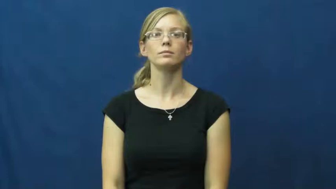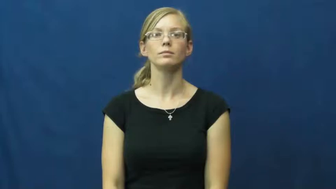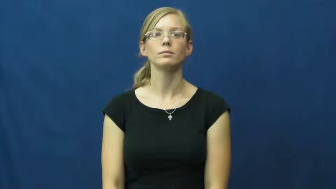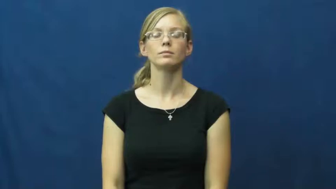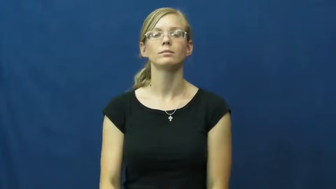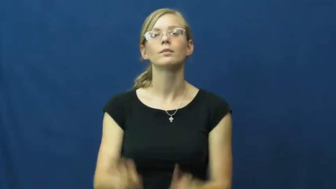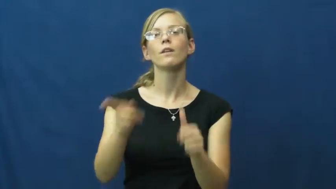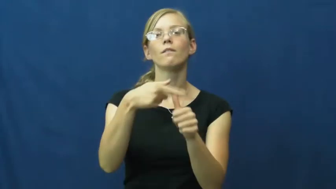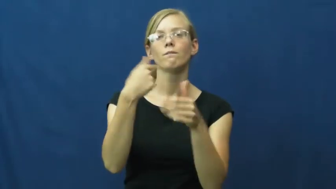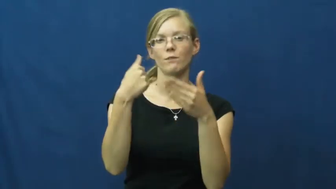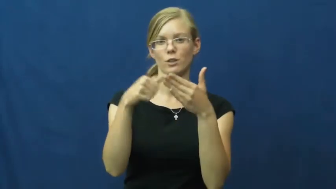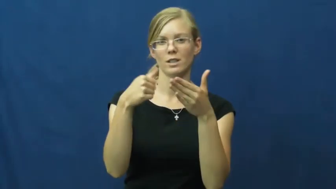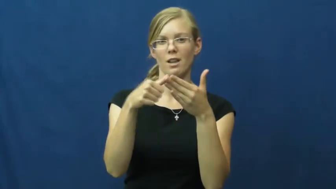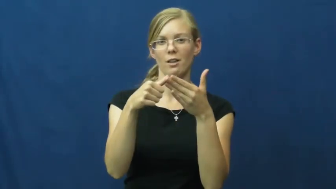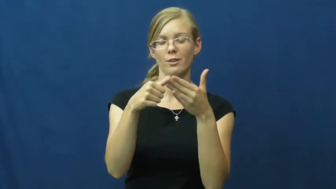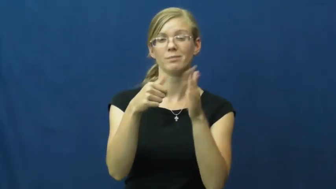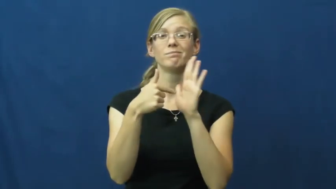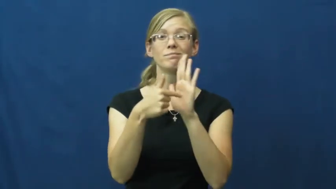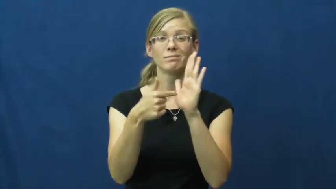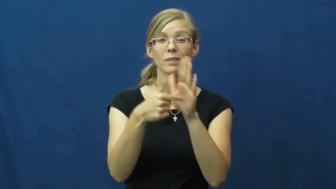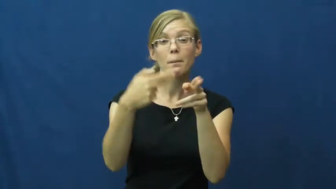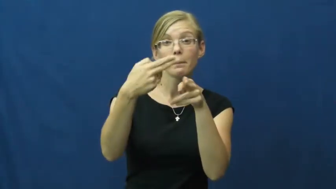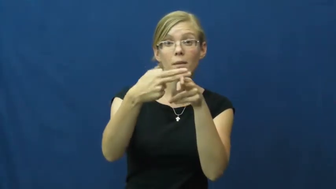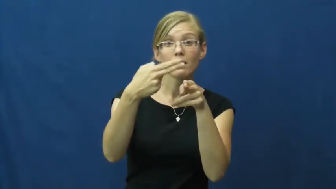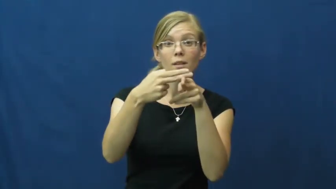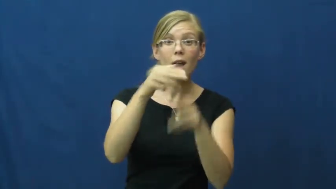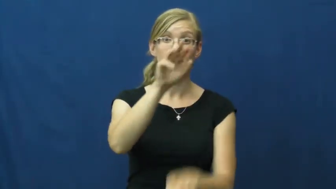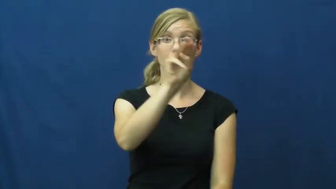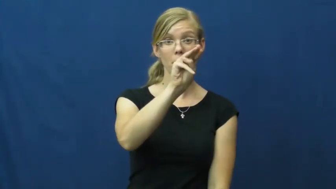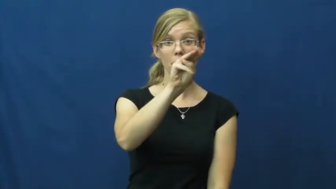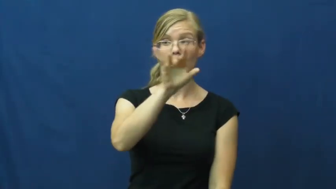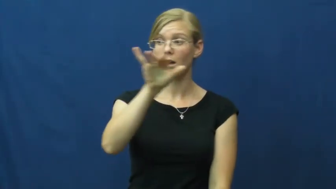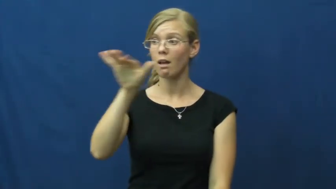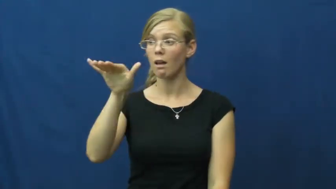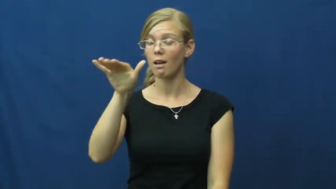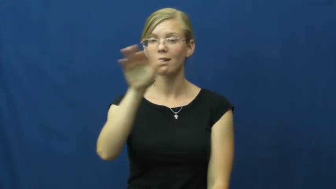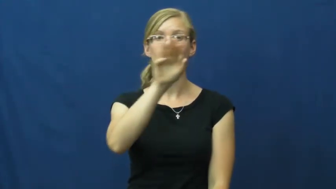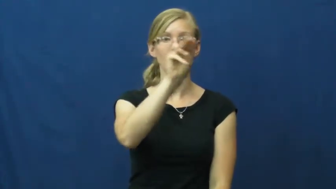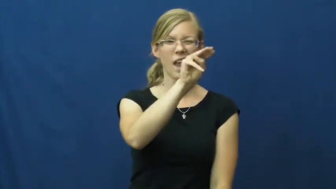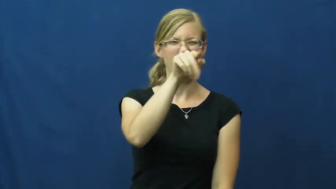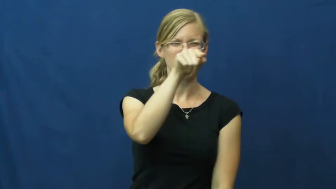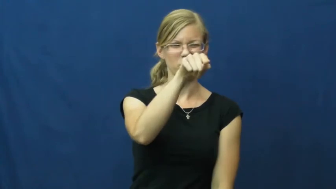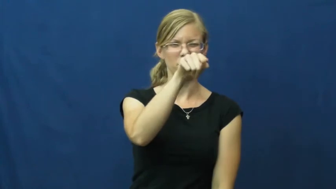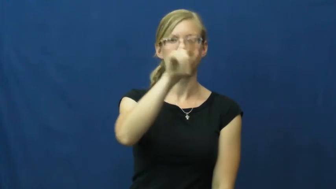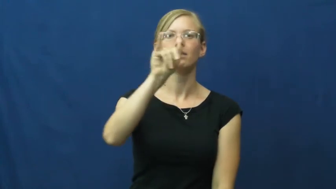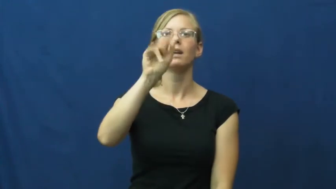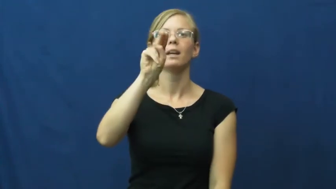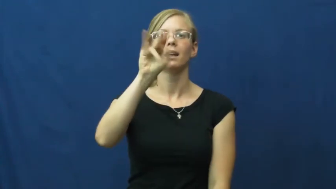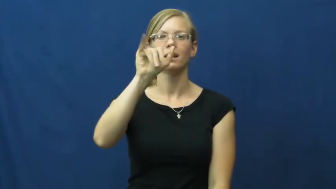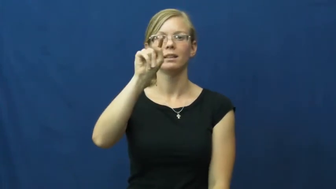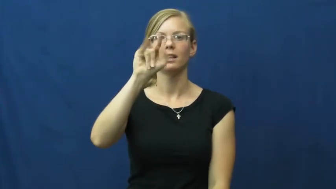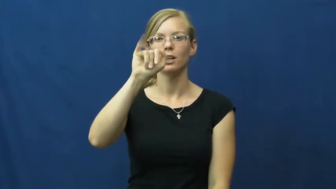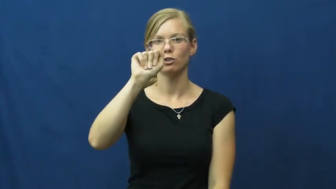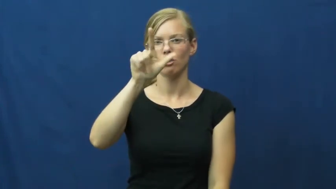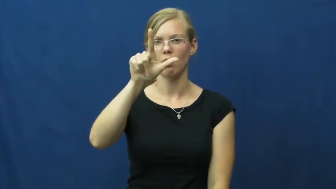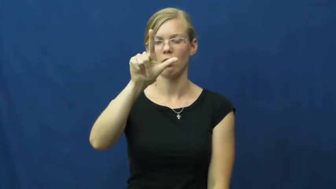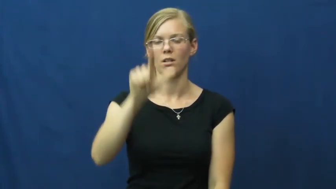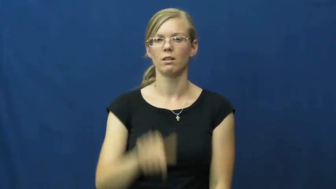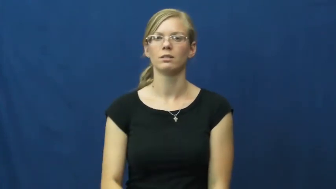initial-name